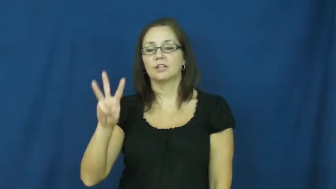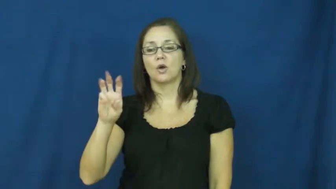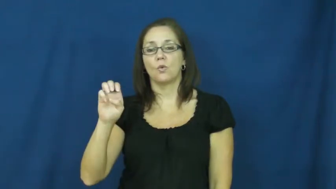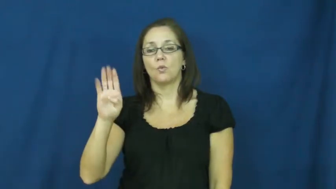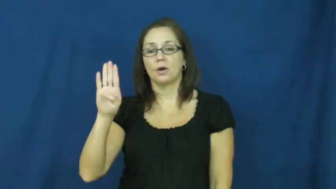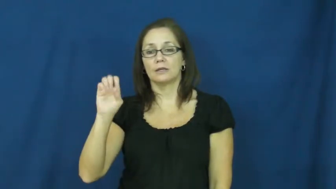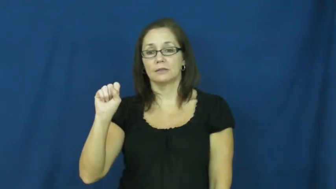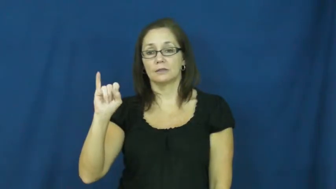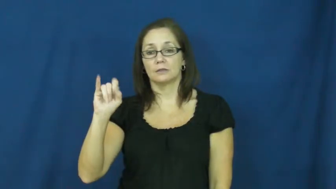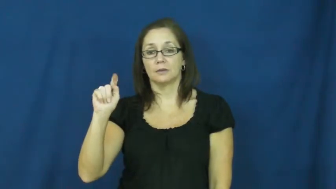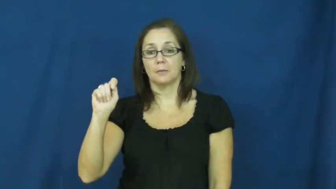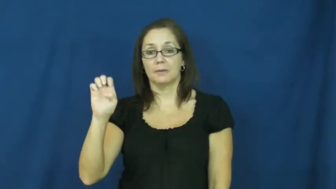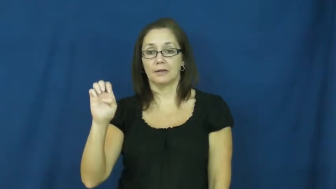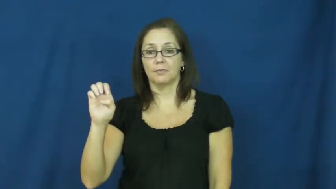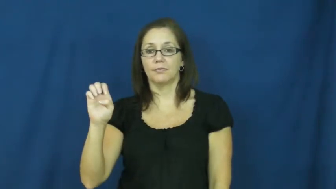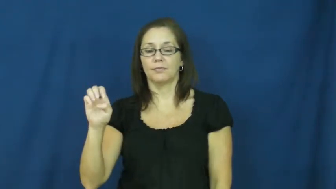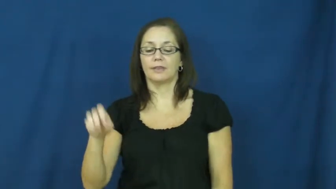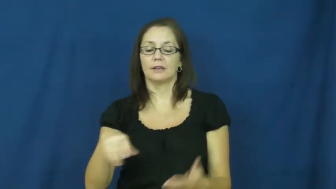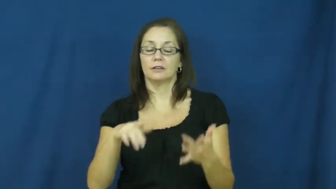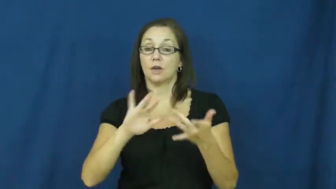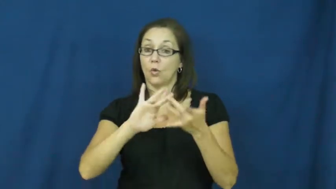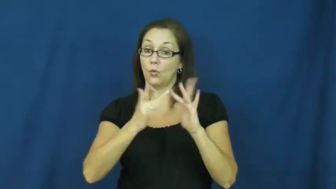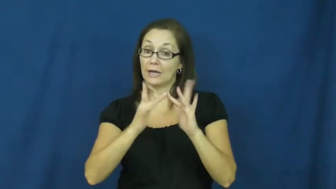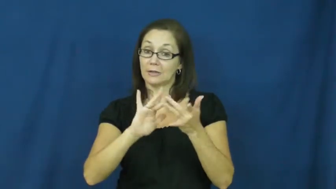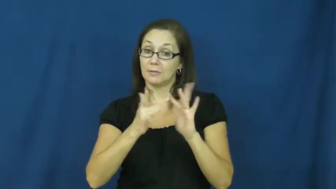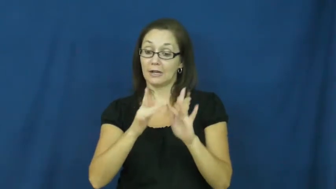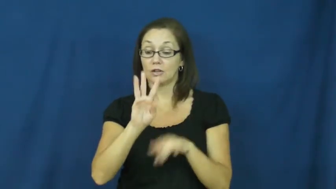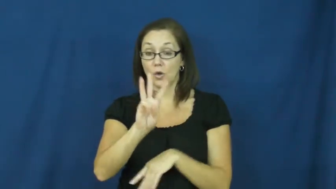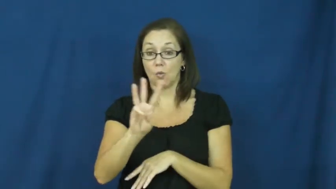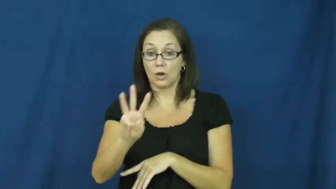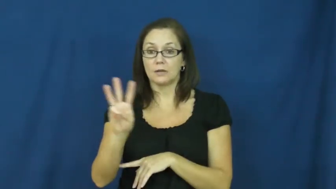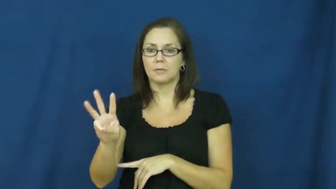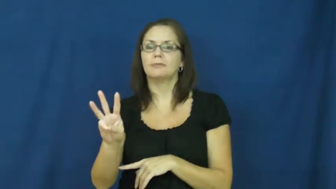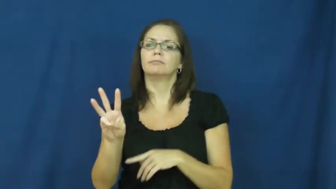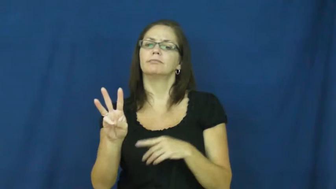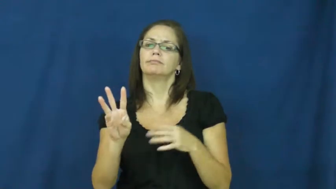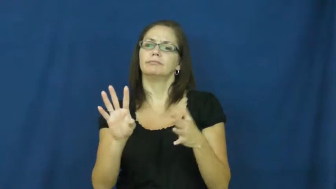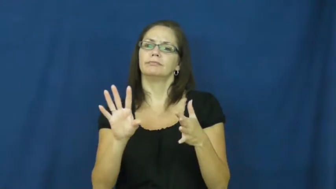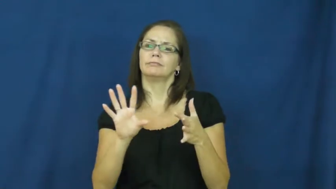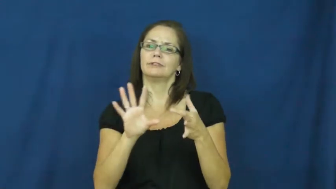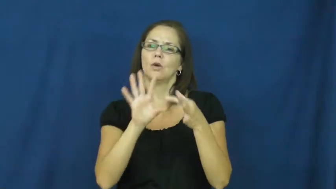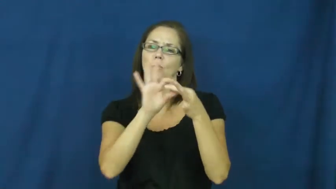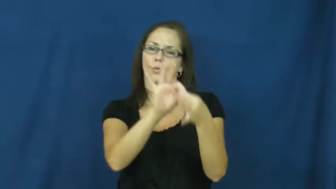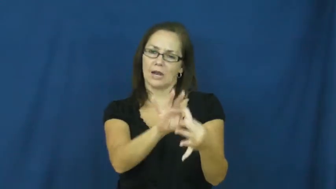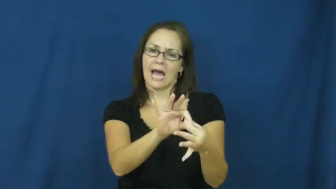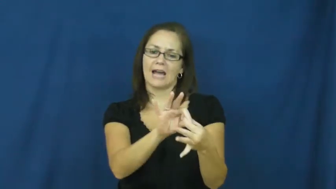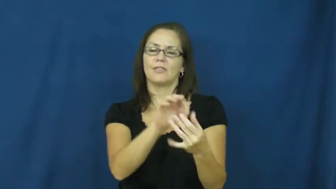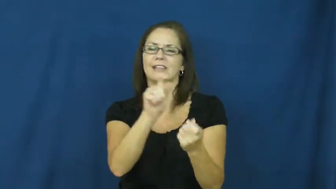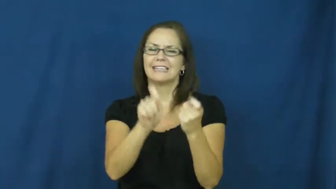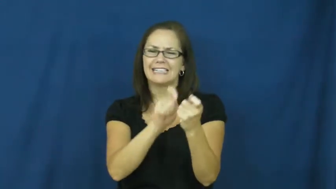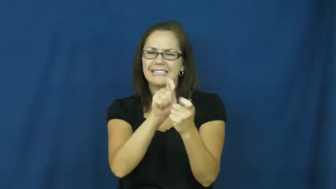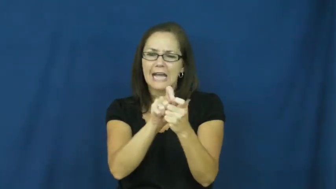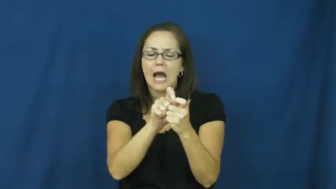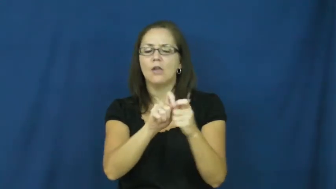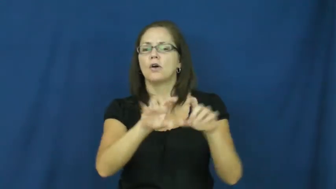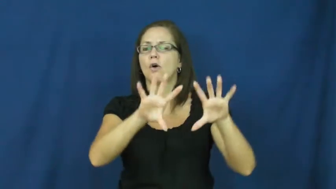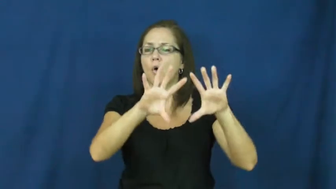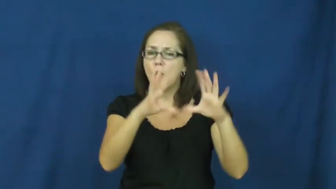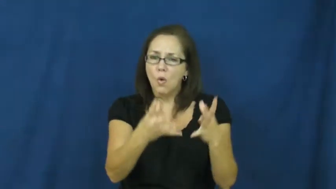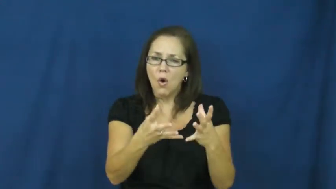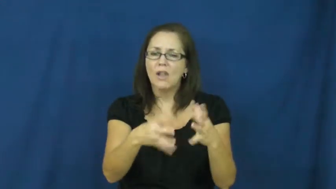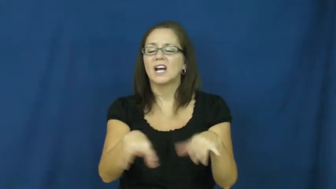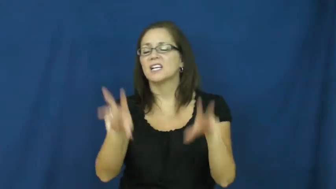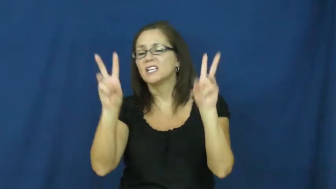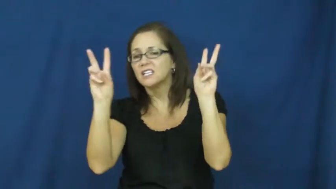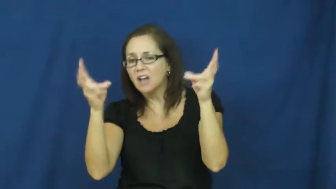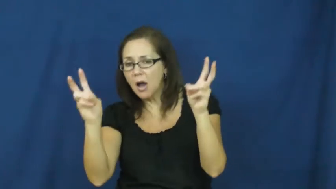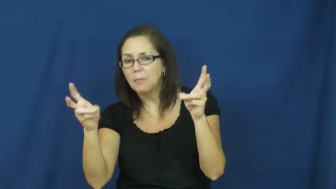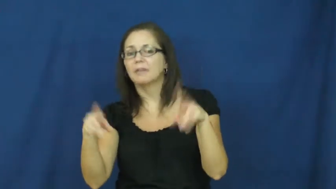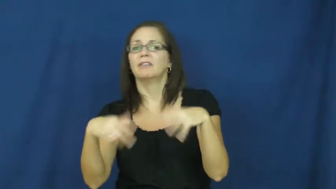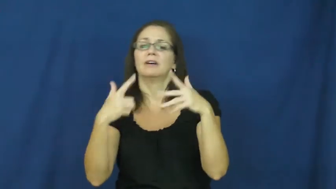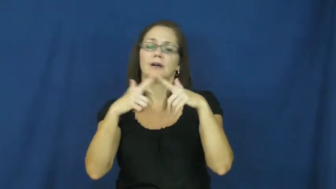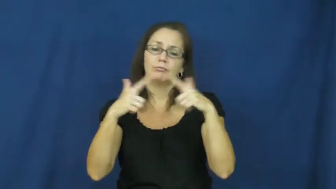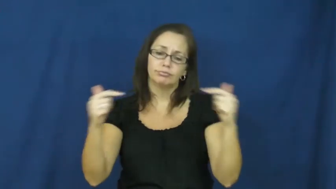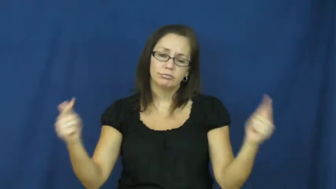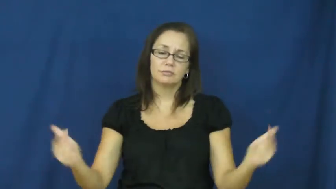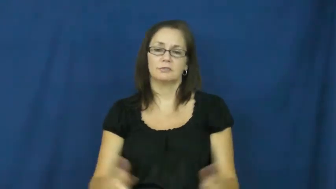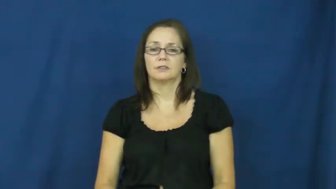website